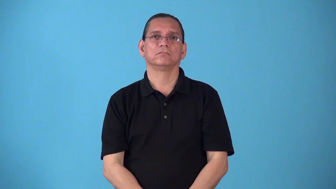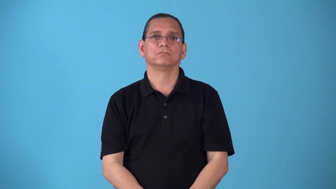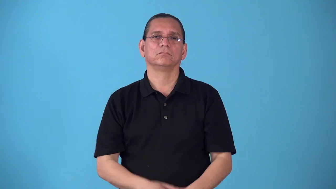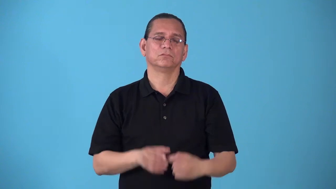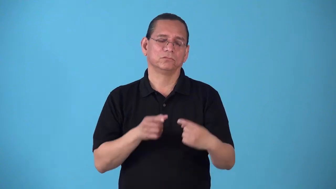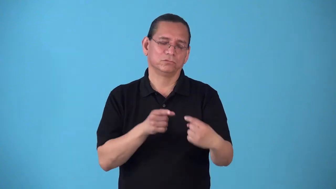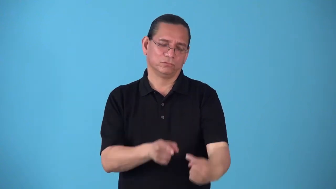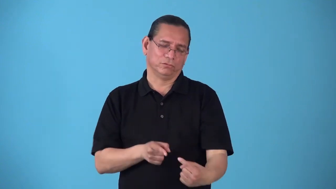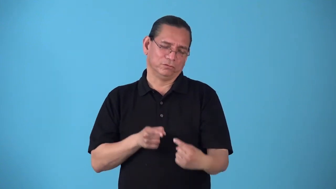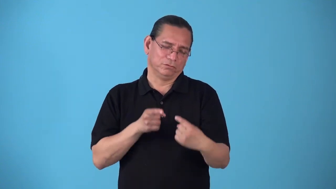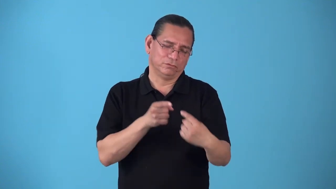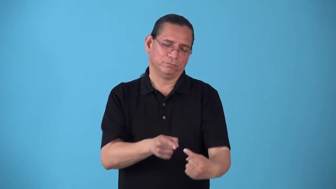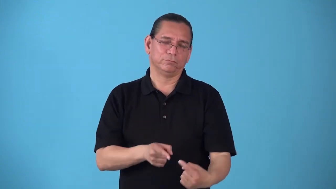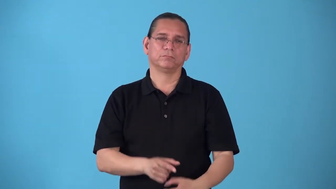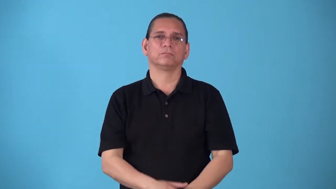rocky-difficult